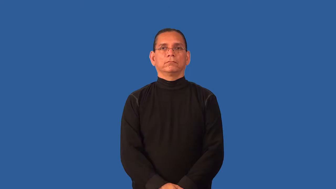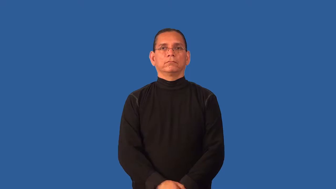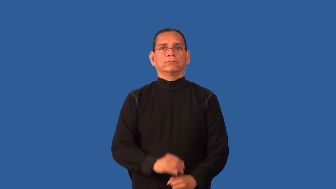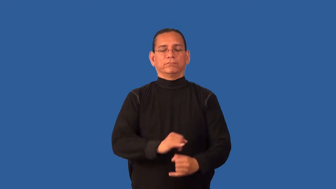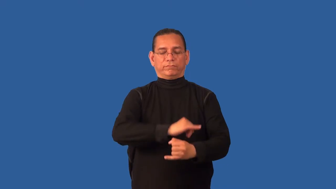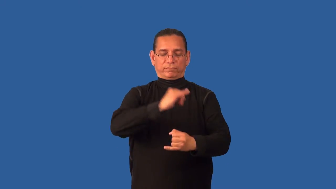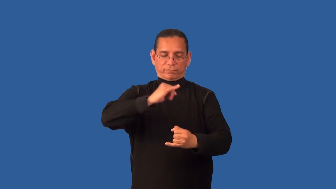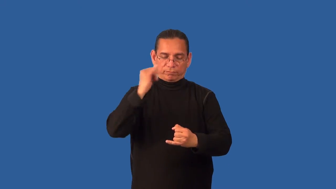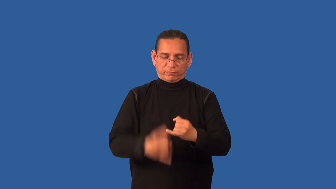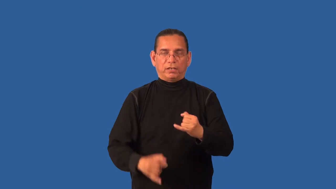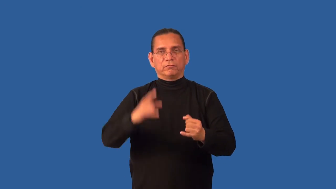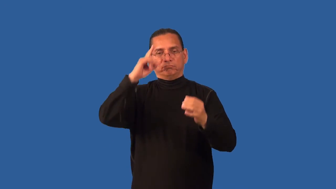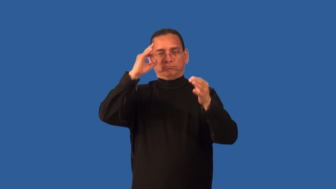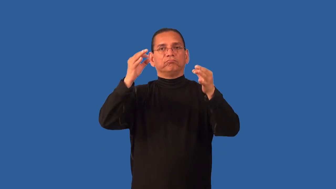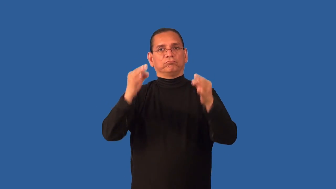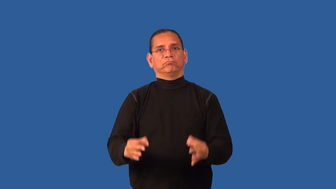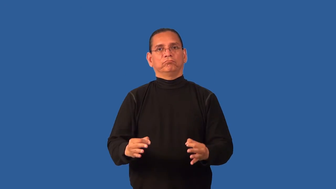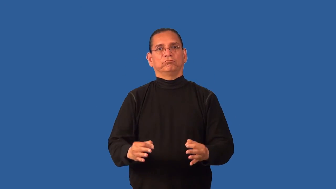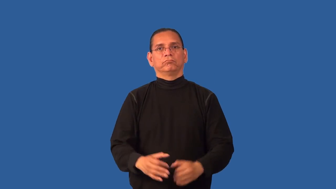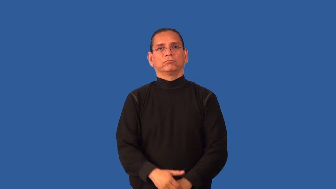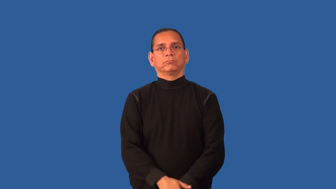definitively